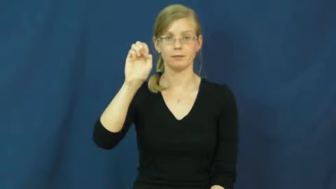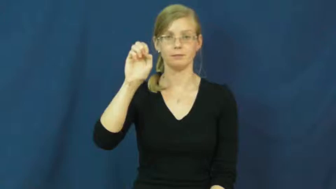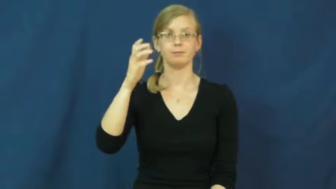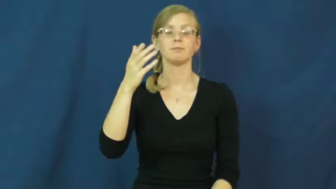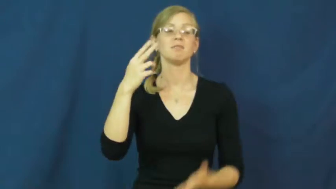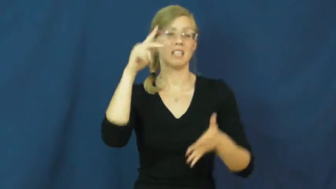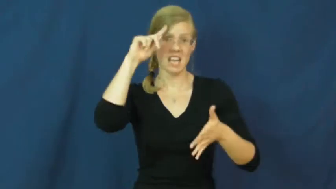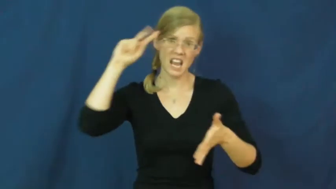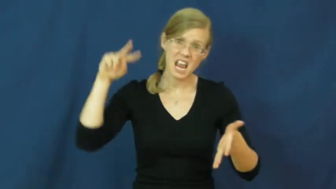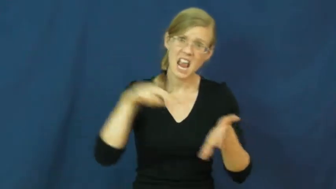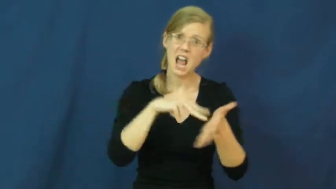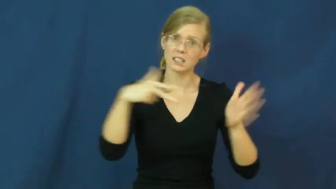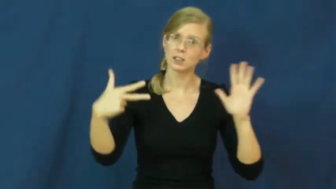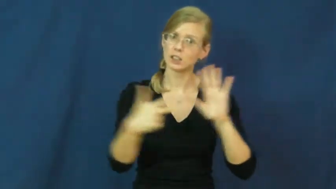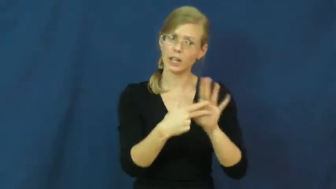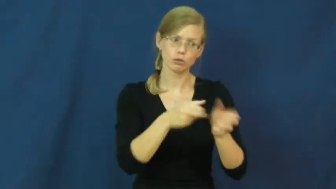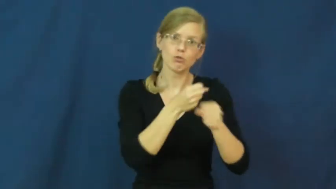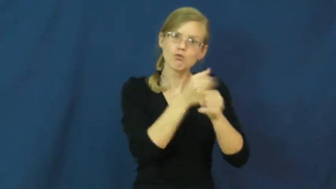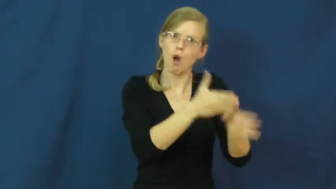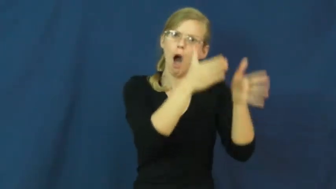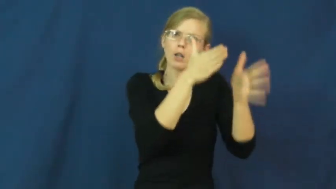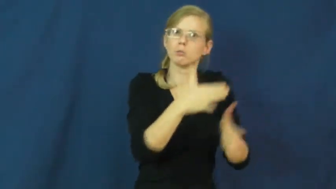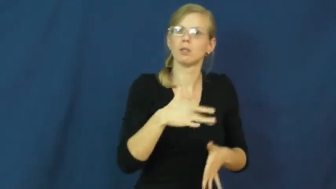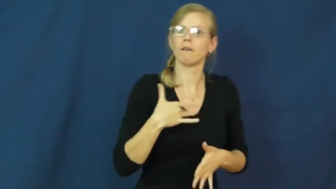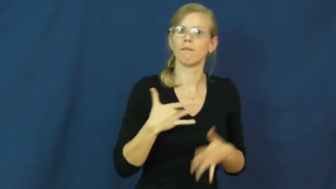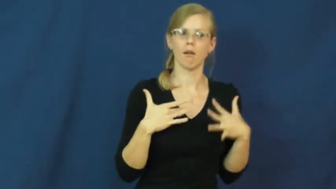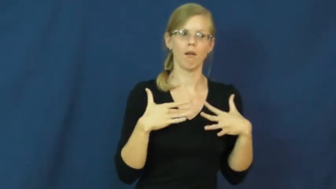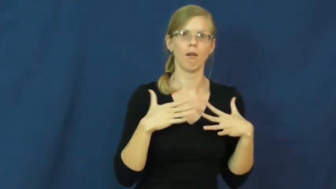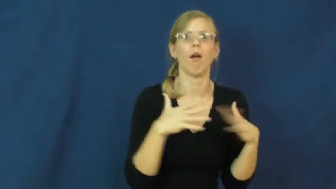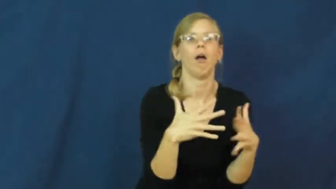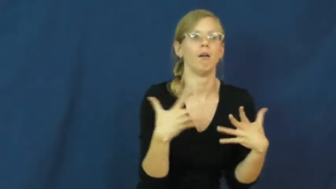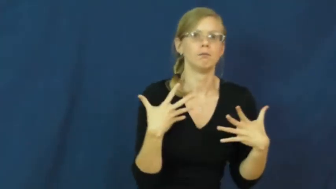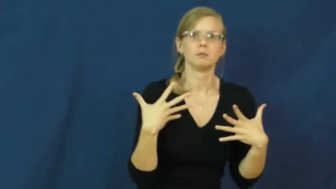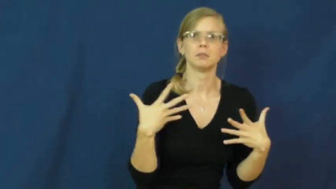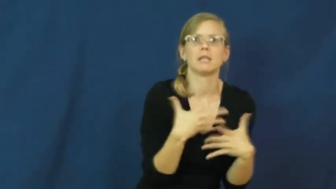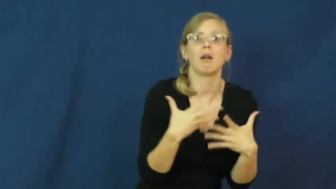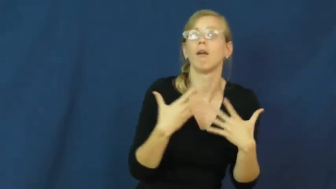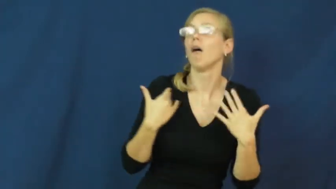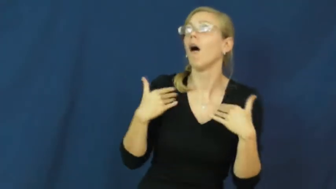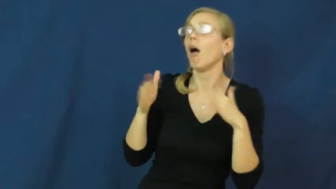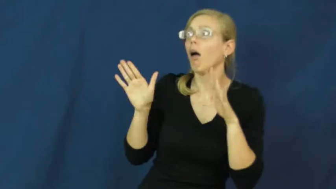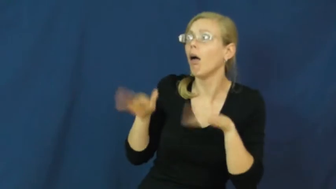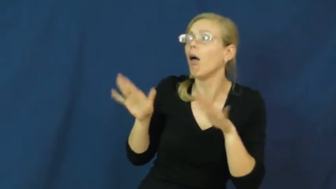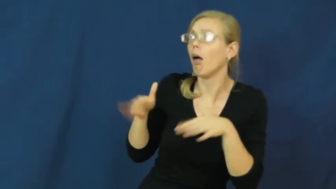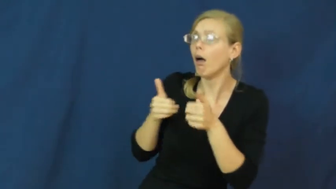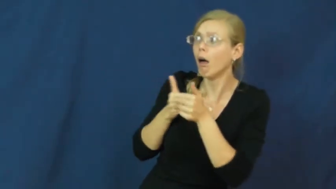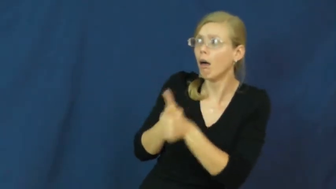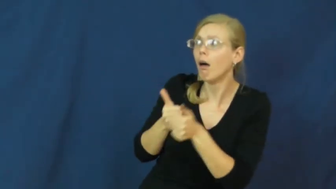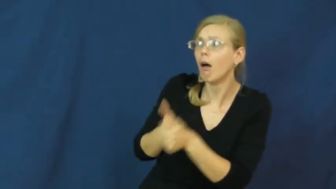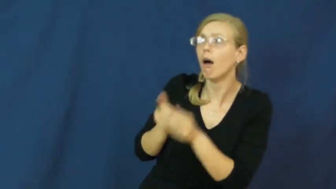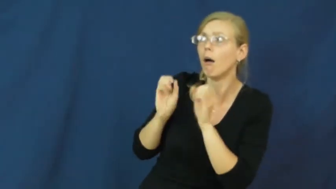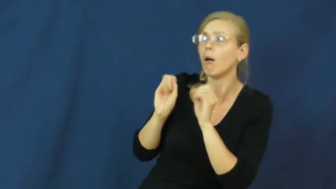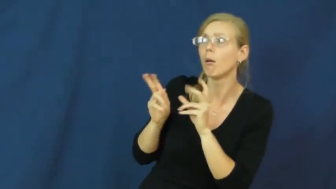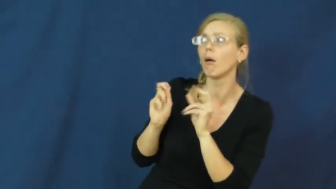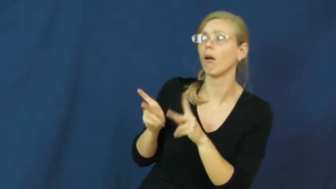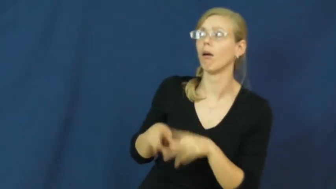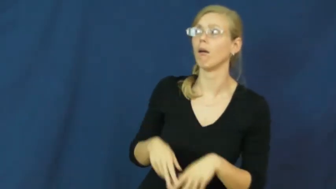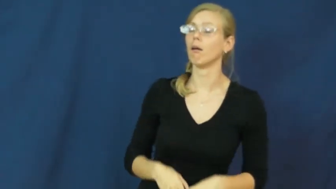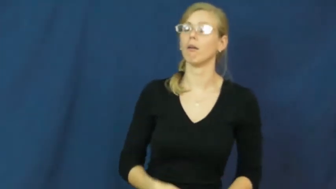intimidate,cow